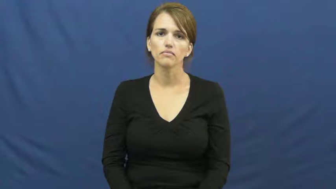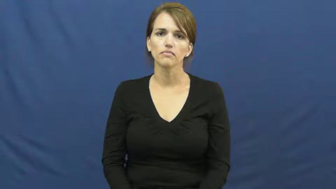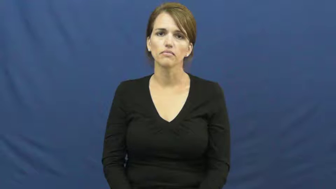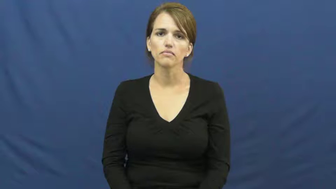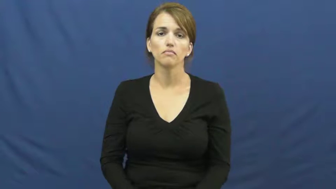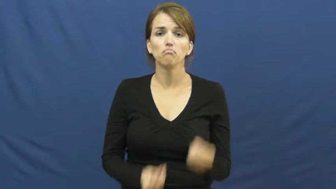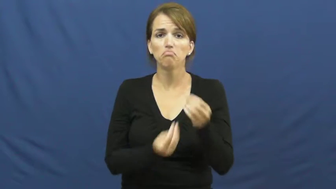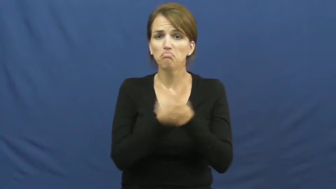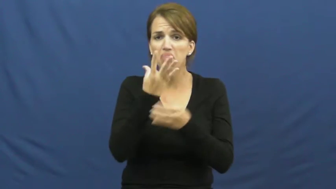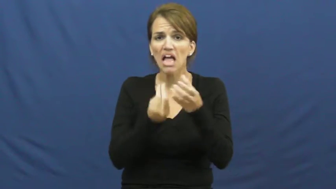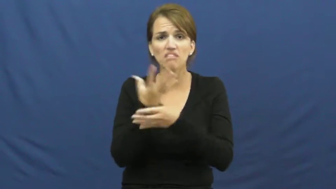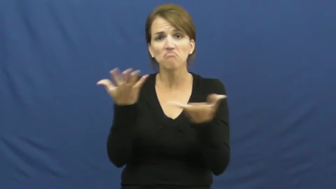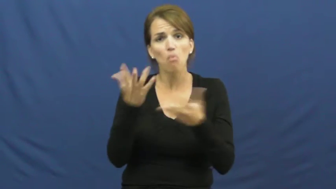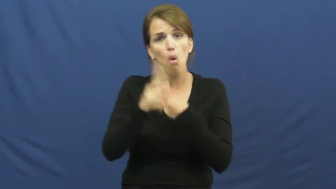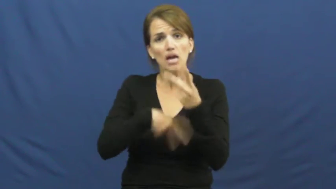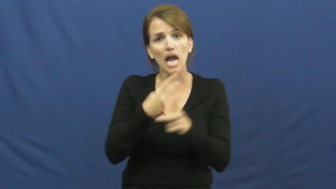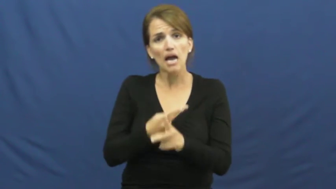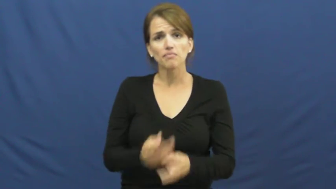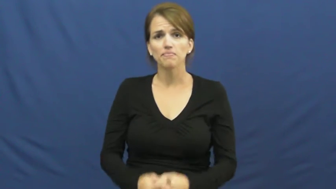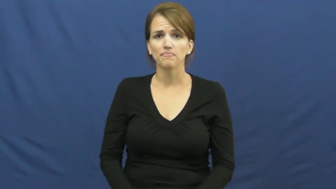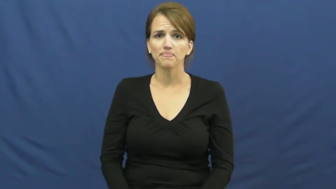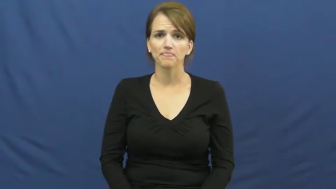kind of plant